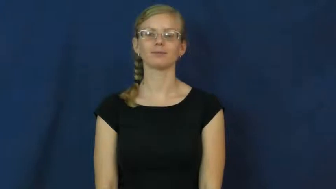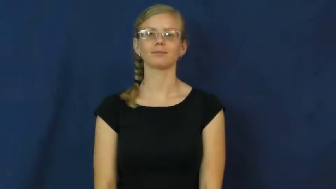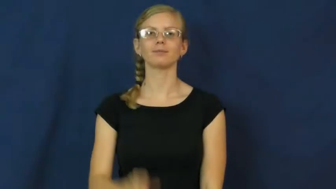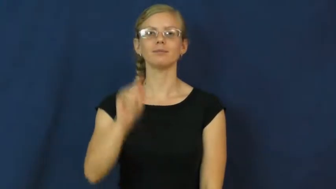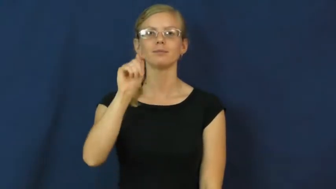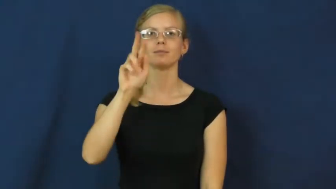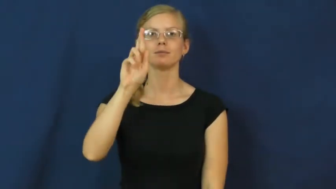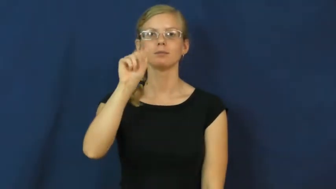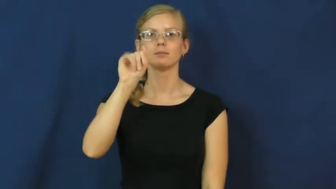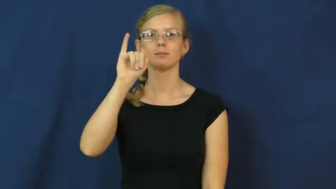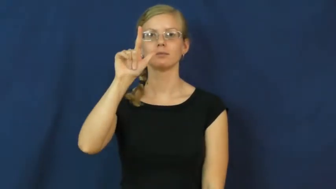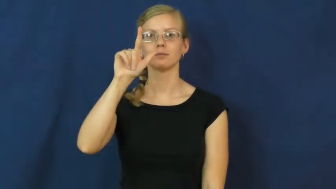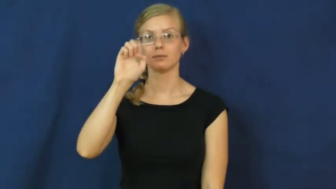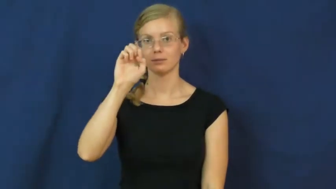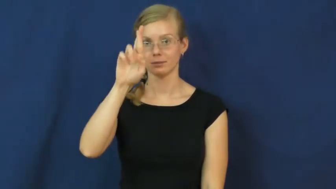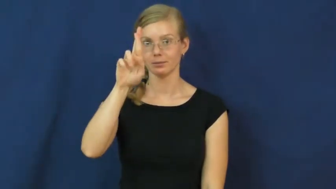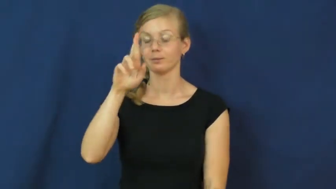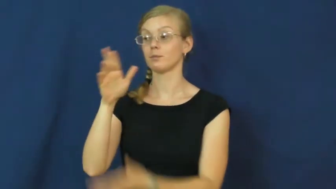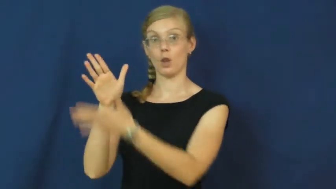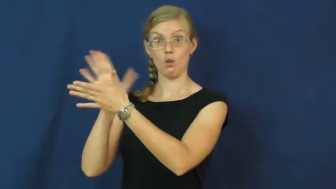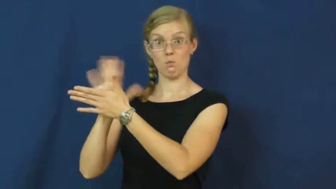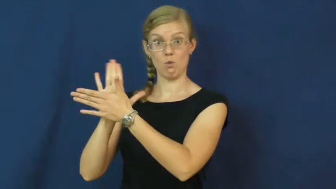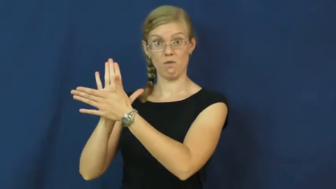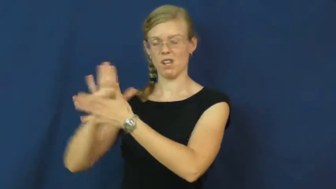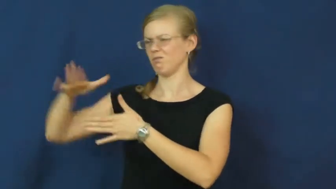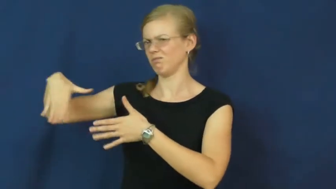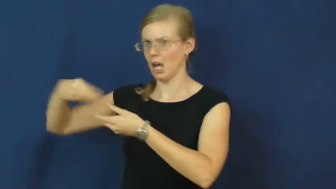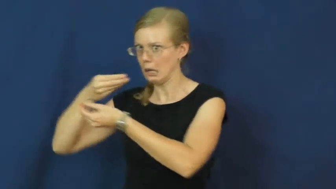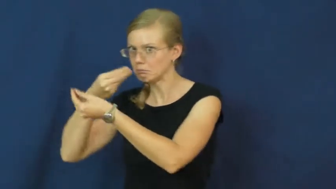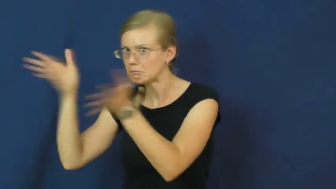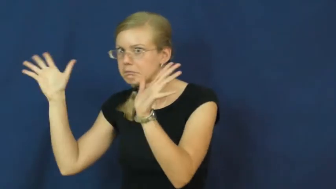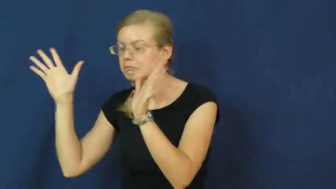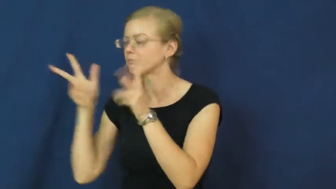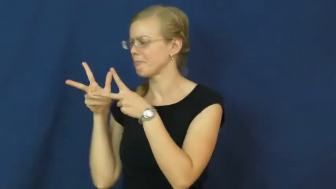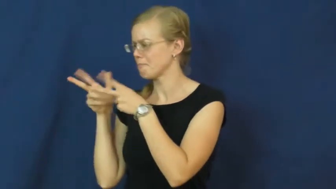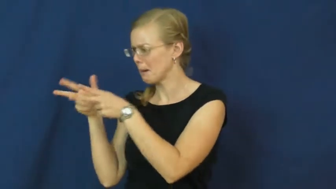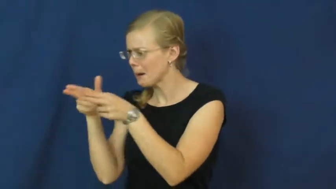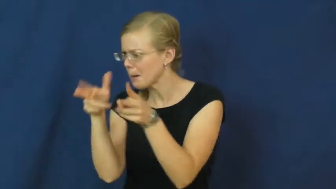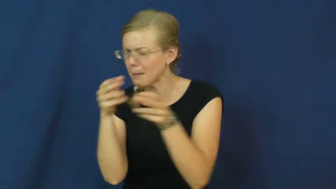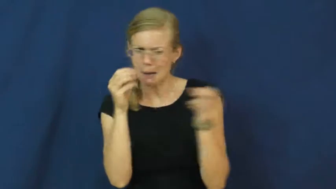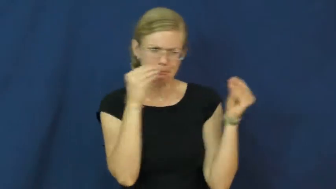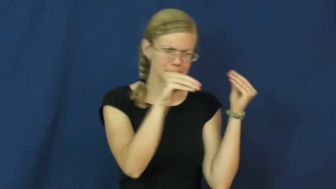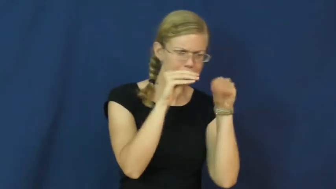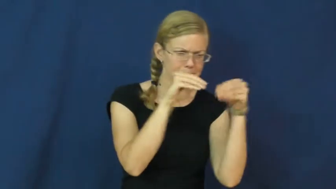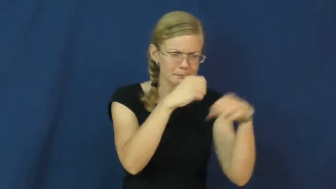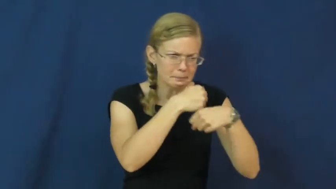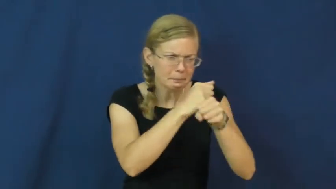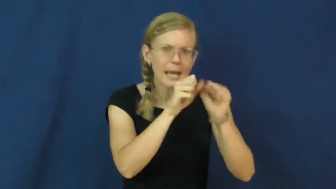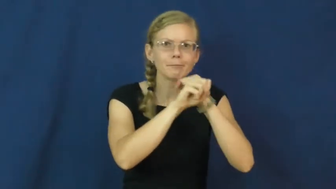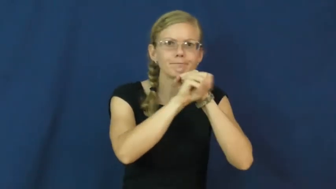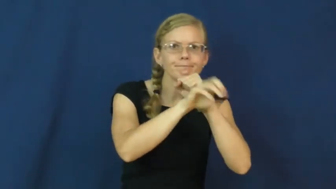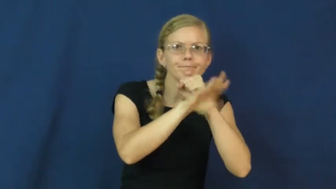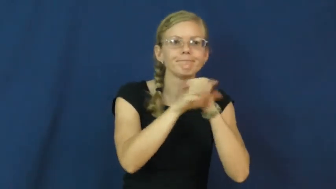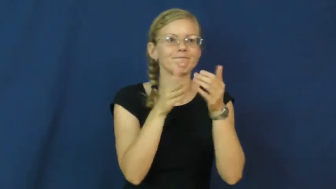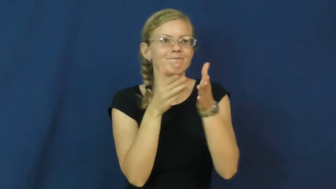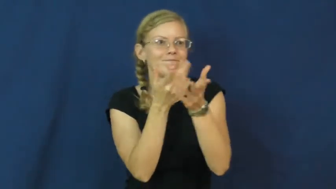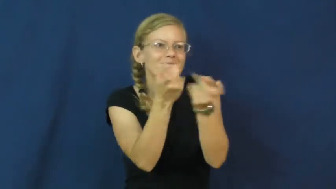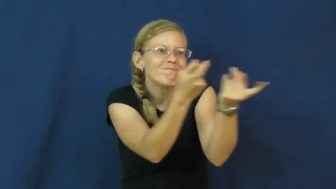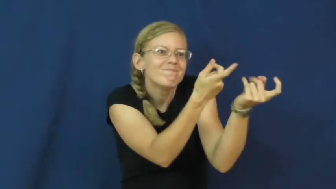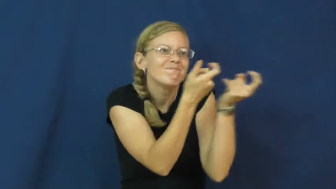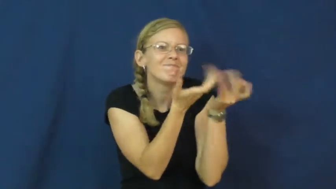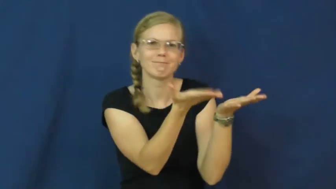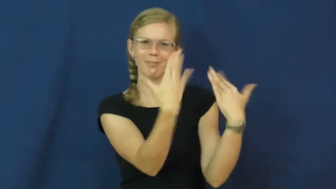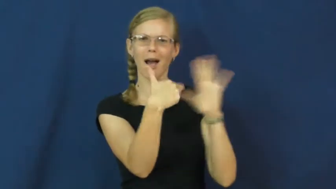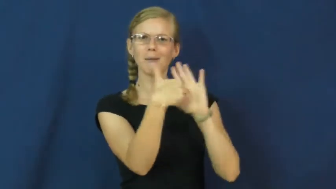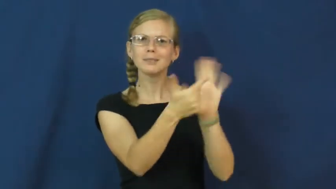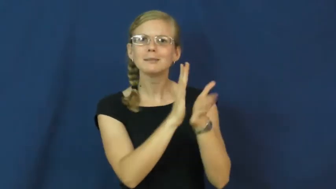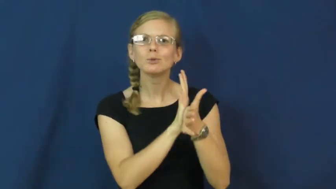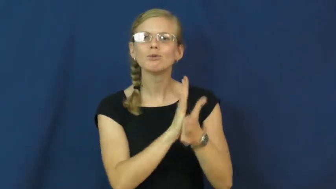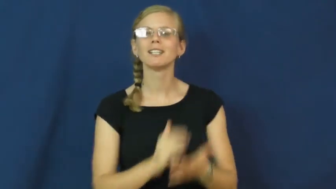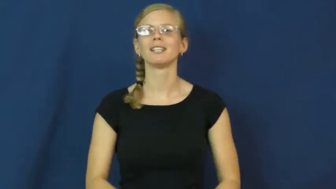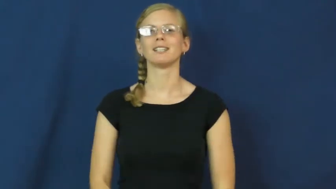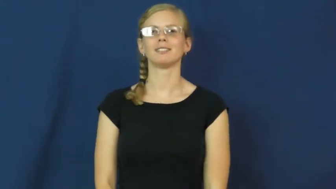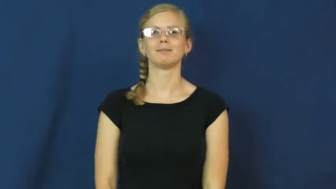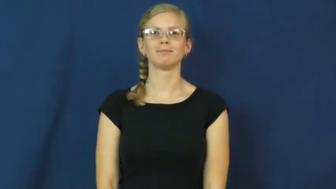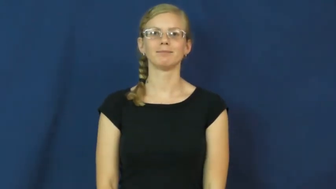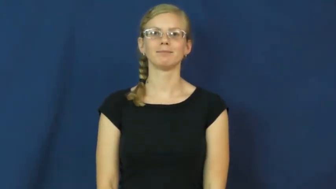trailer-movie